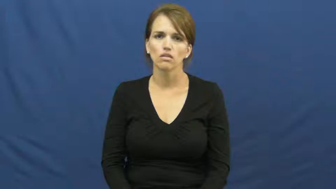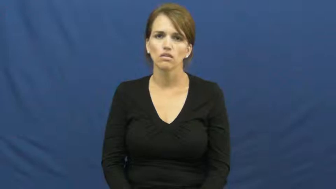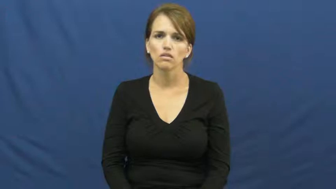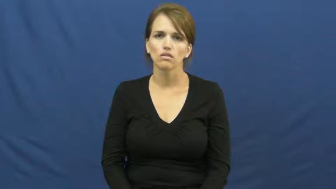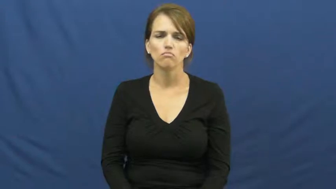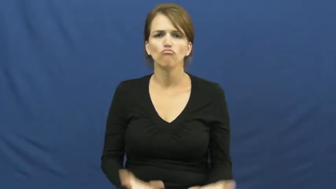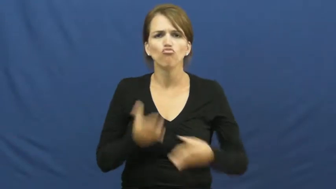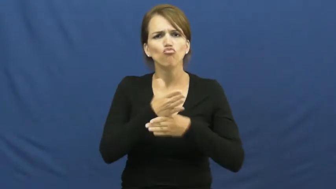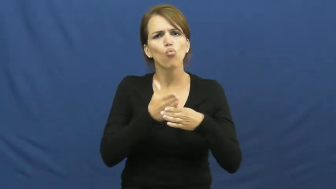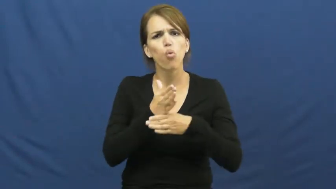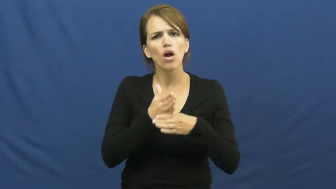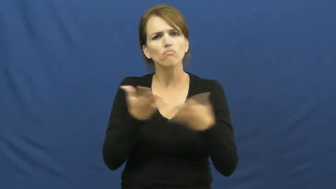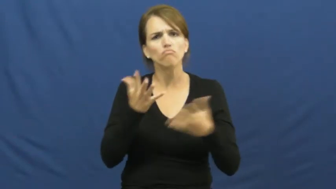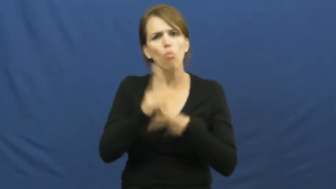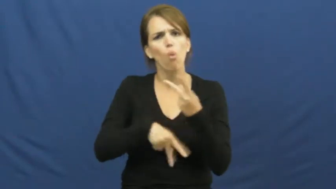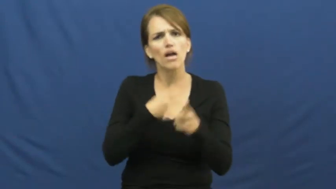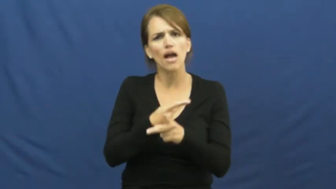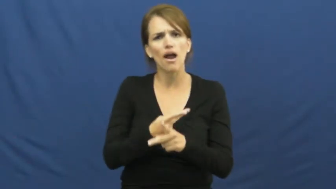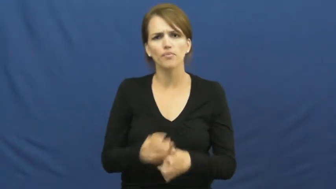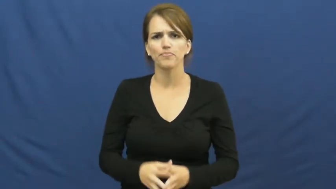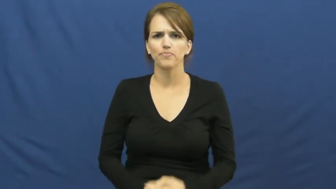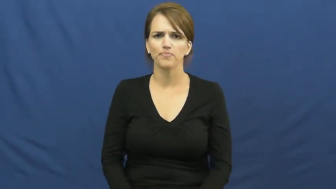kind of wood